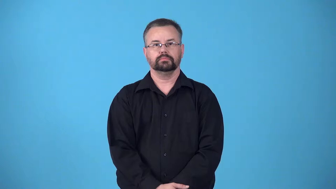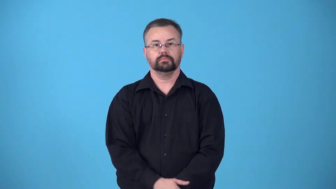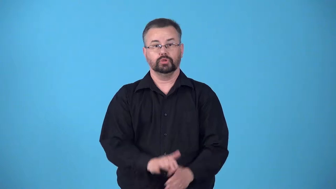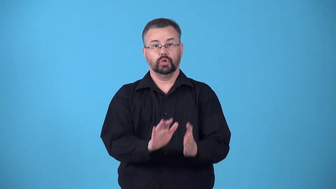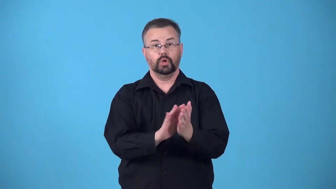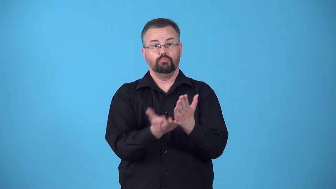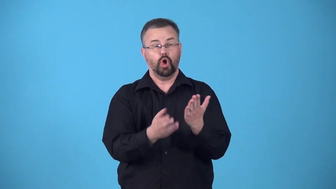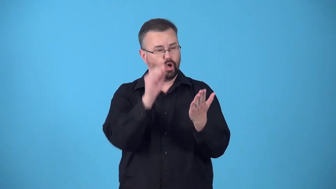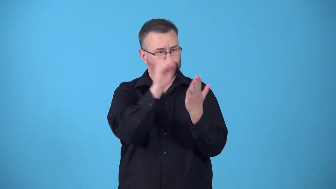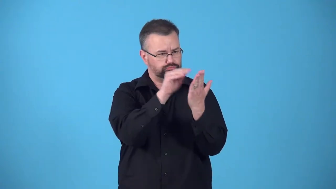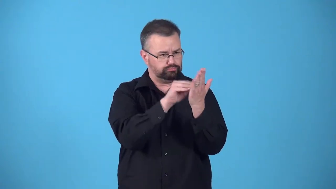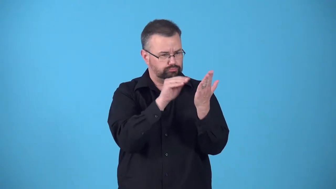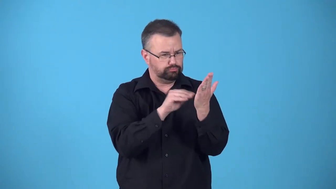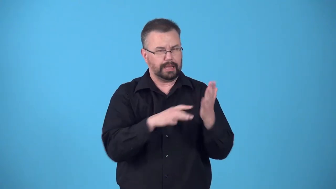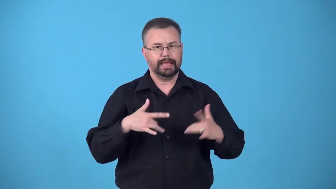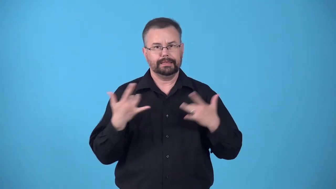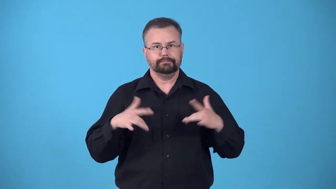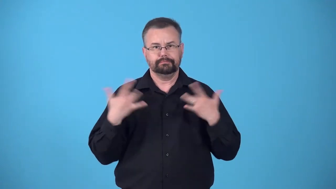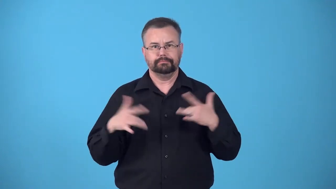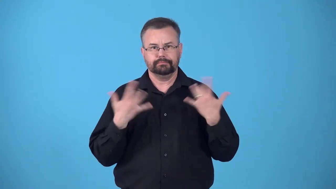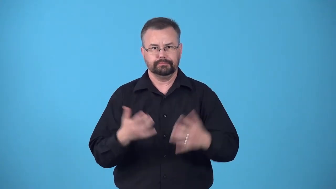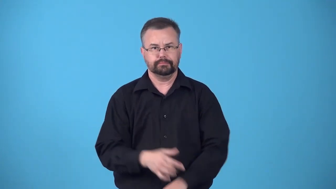blotter-book